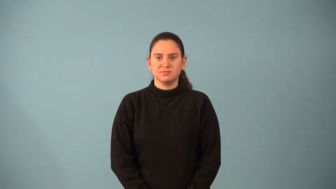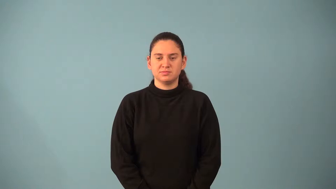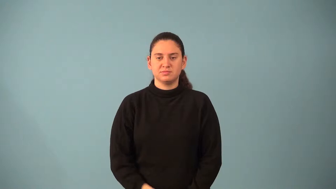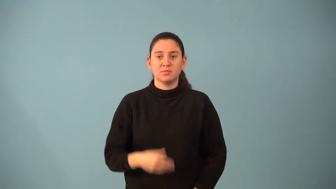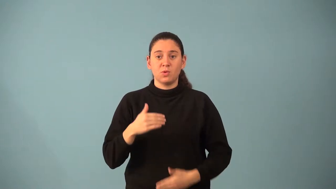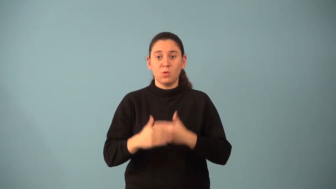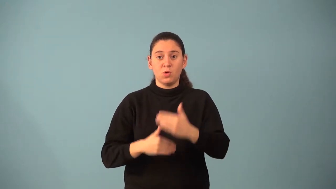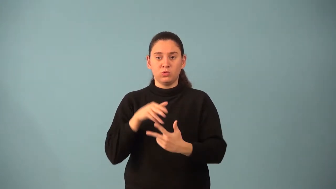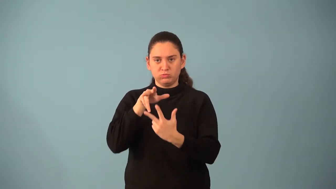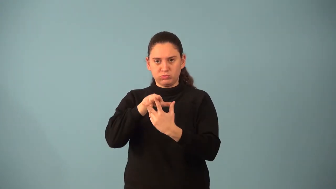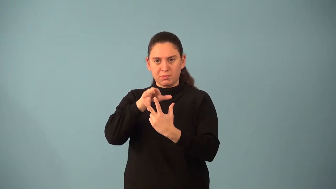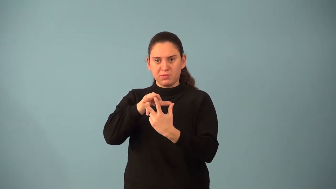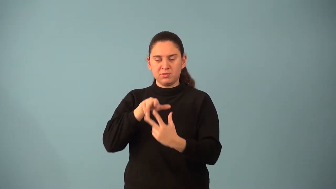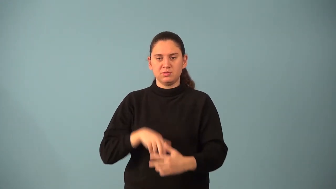ordered triple